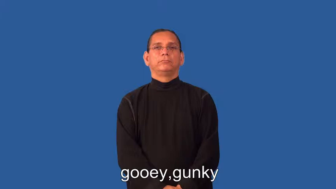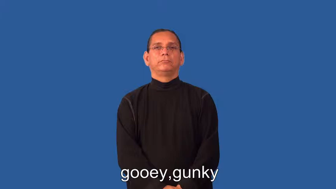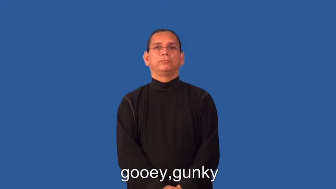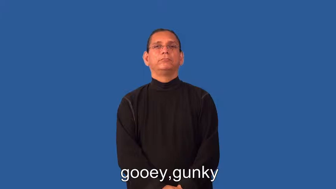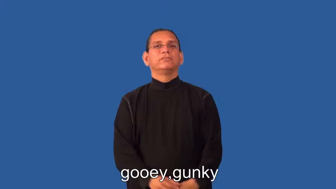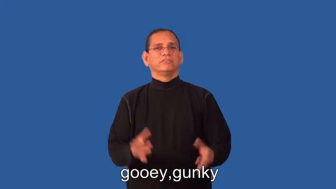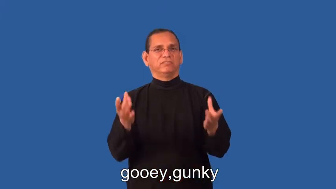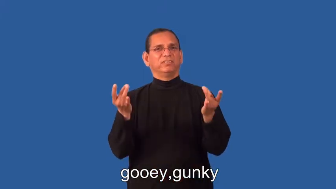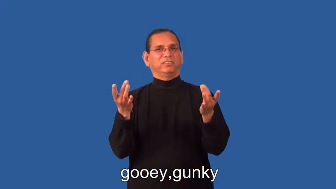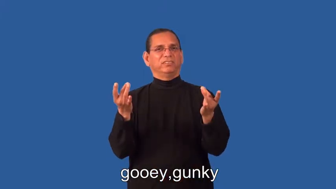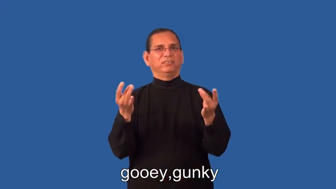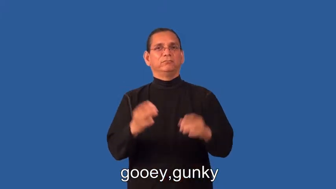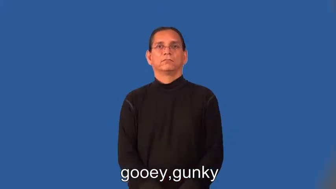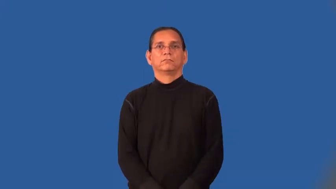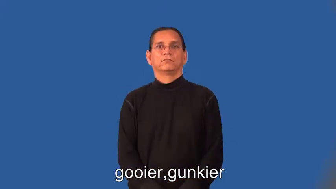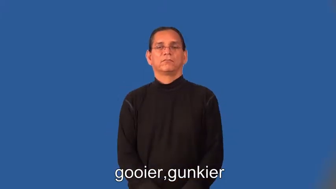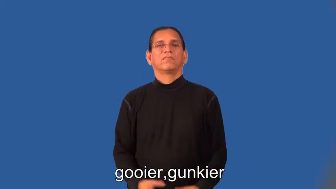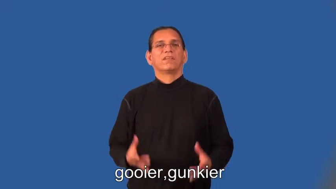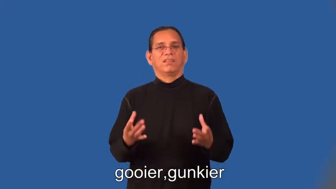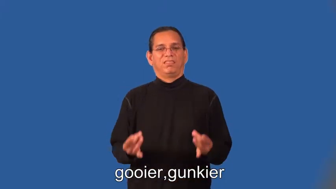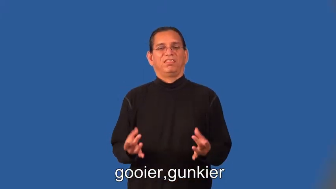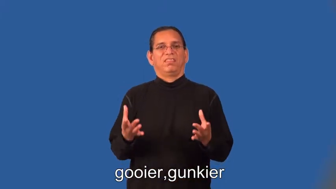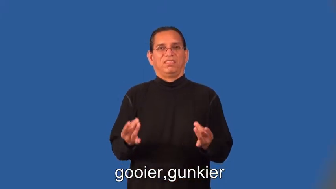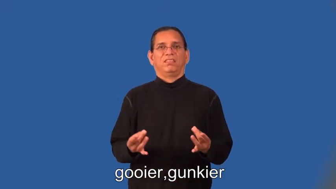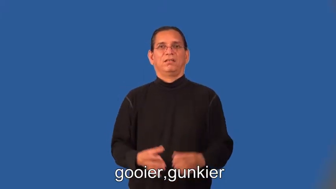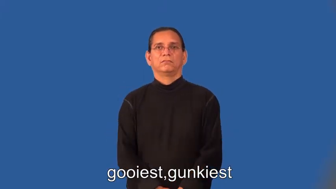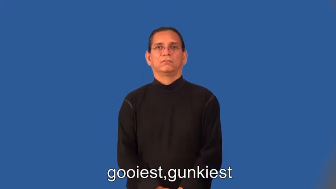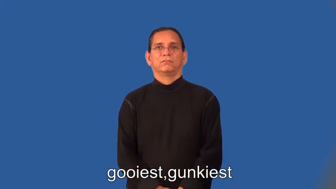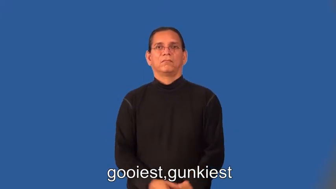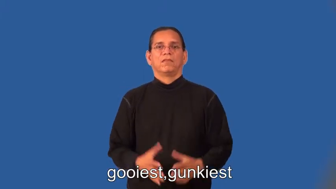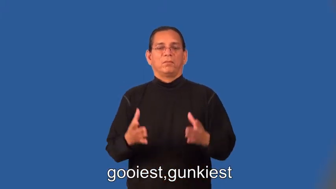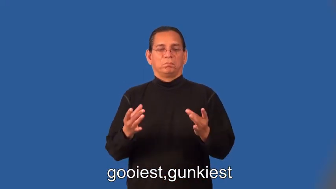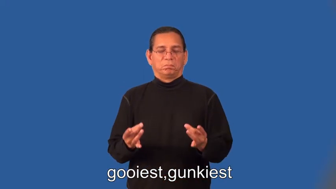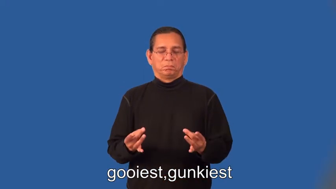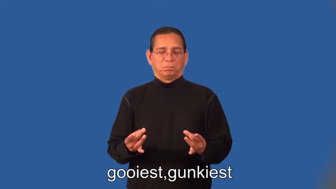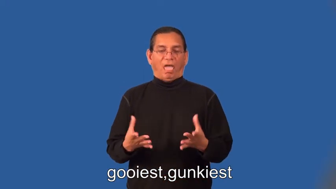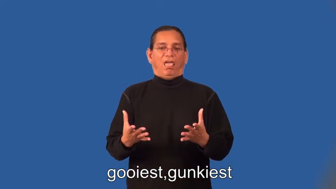gooier,gunkier,gooiest,gunkiest